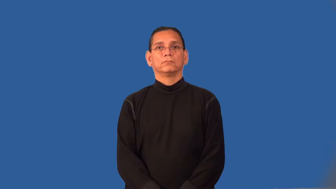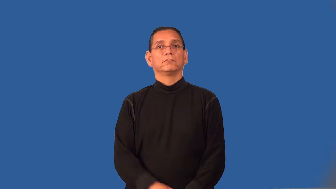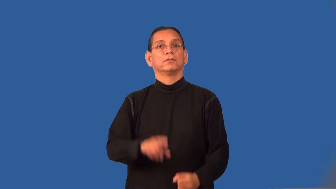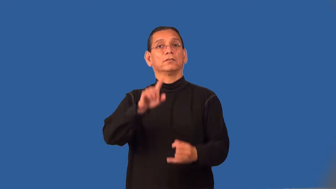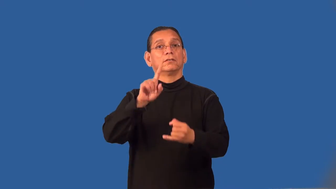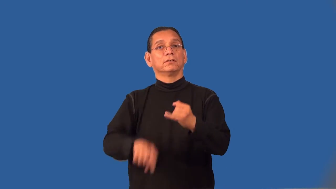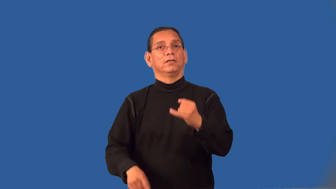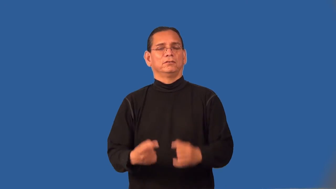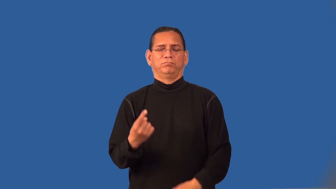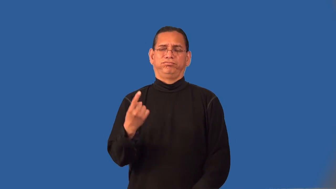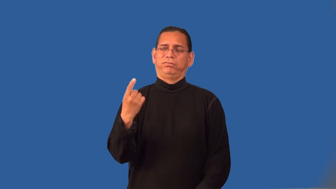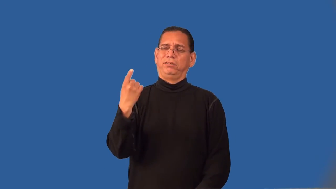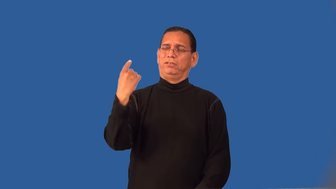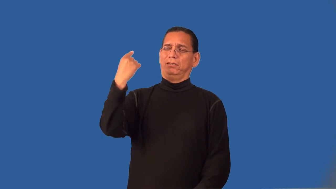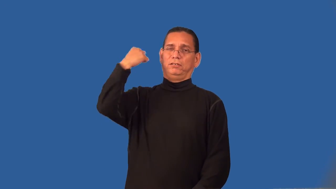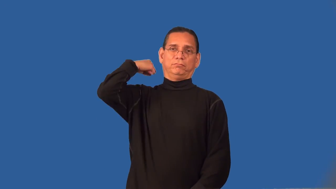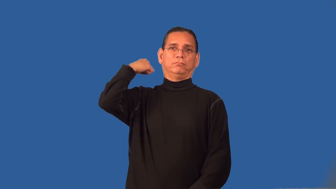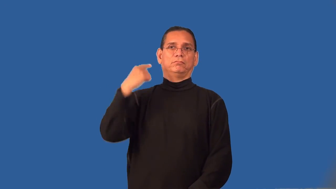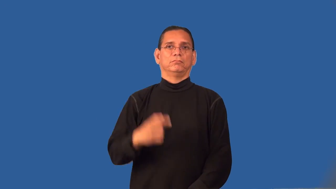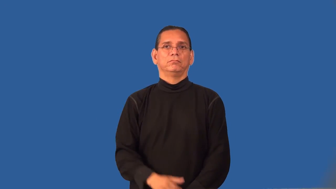rearmost